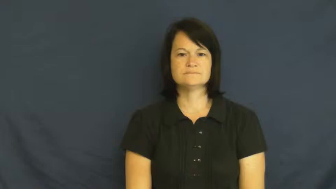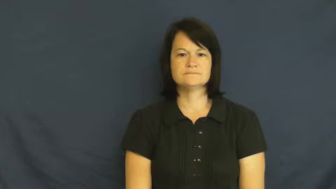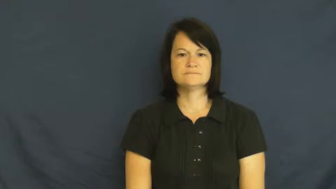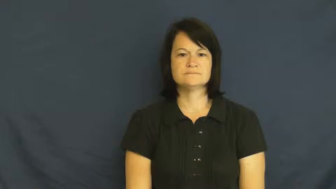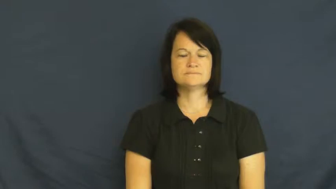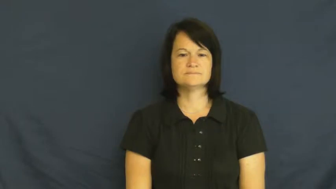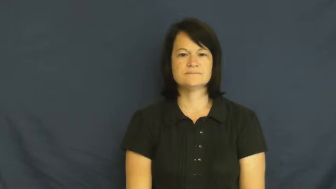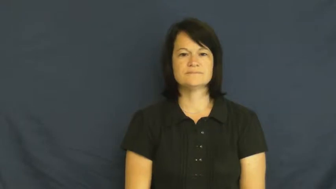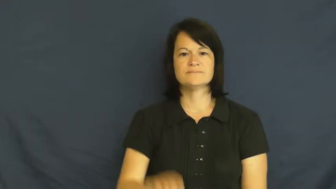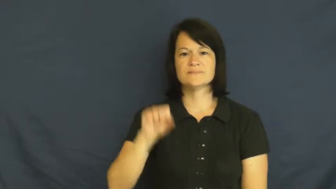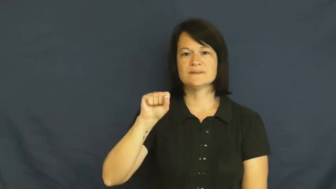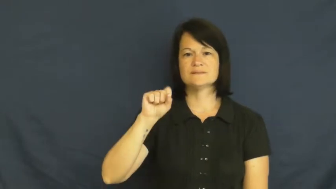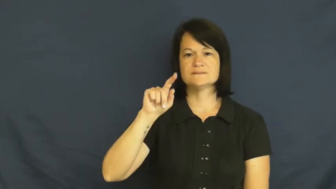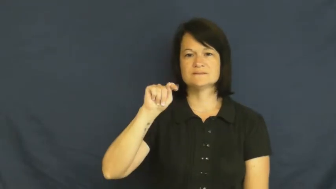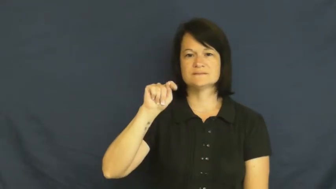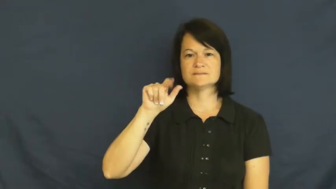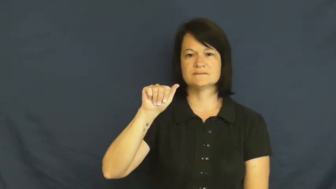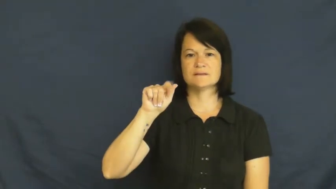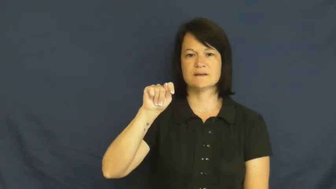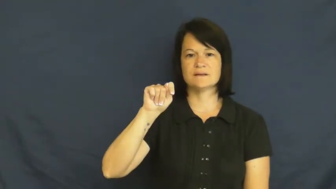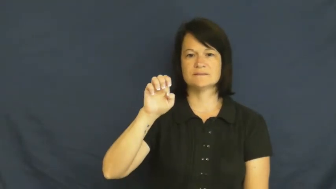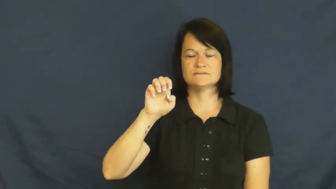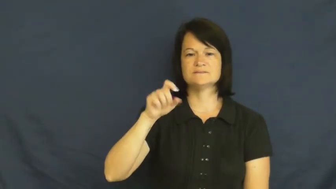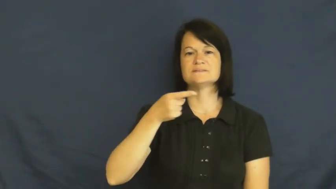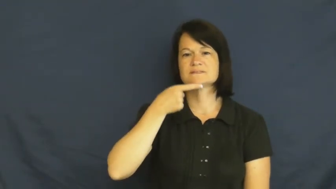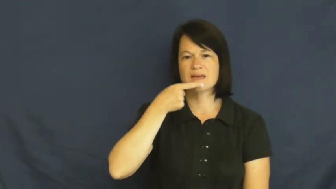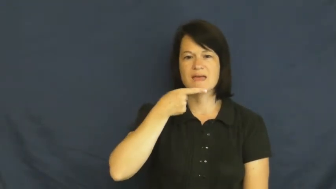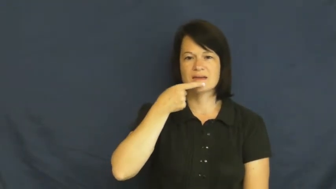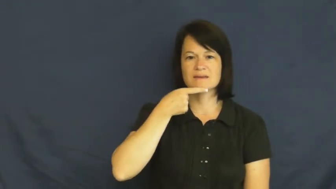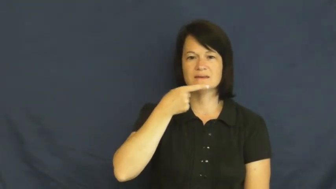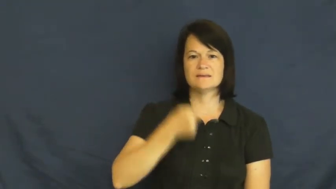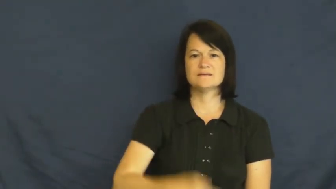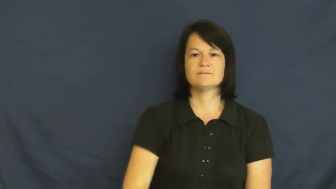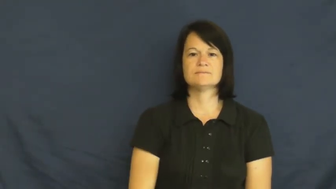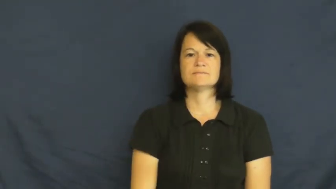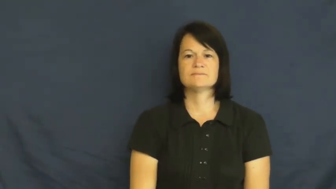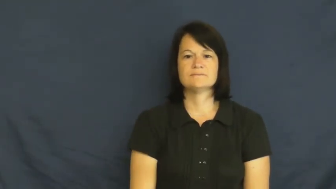state-say